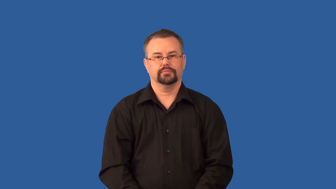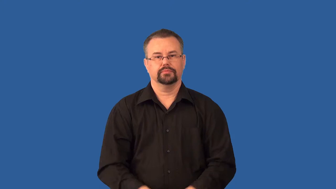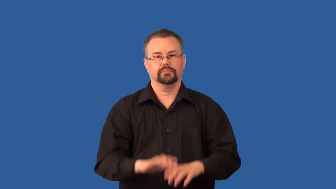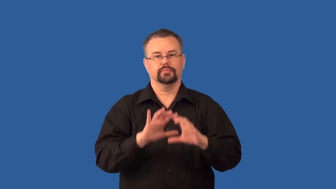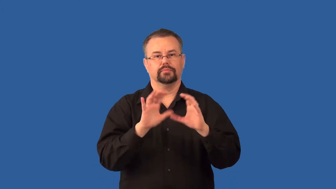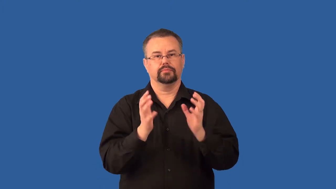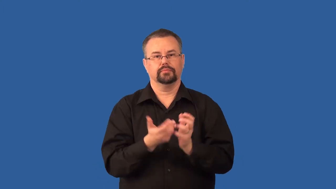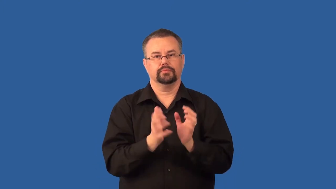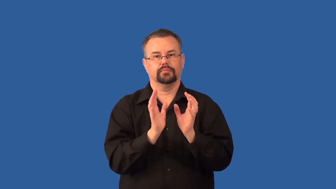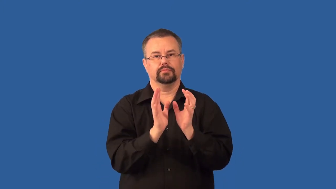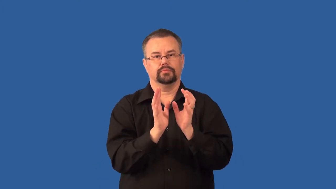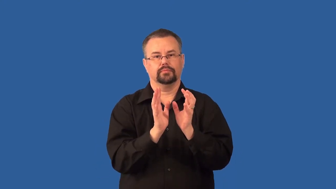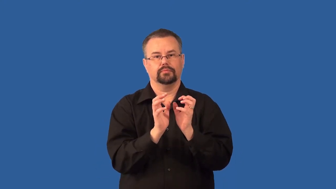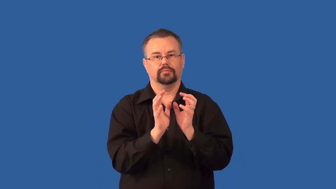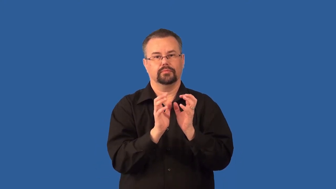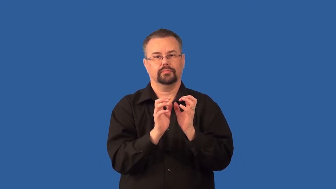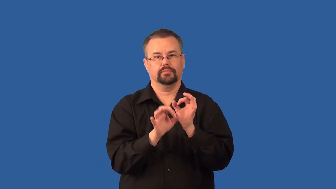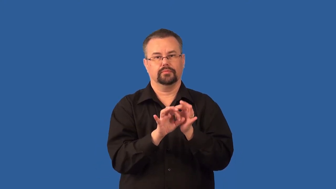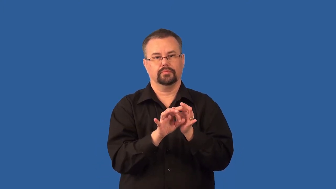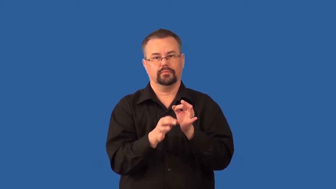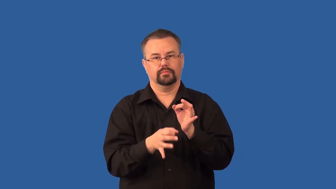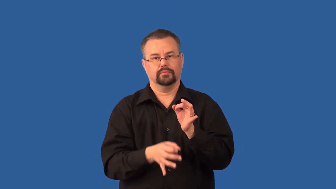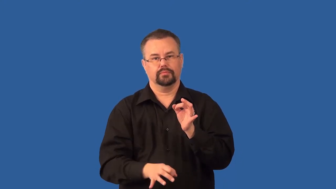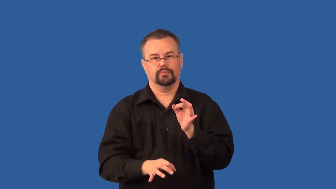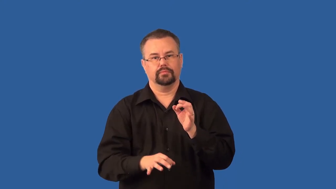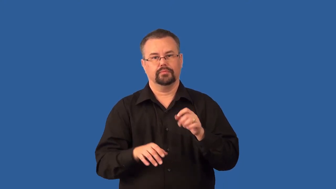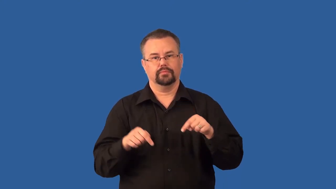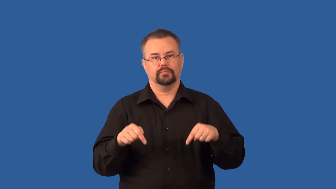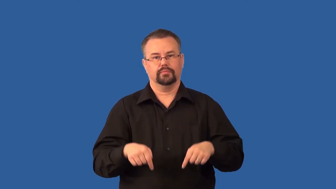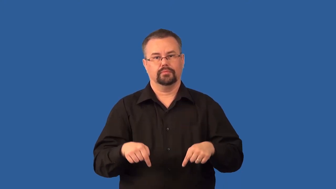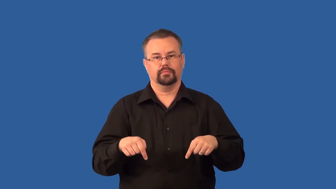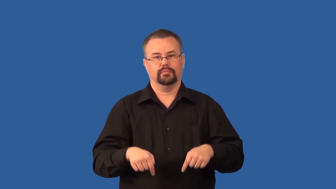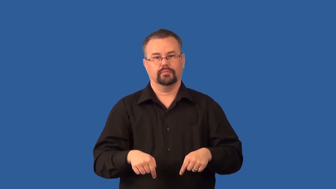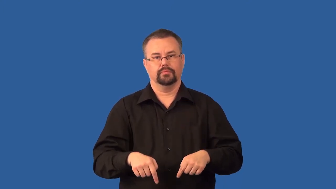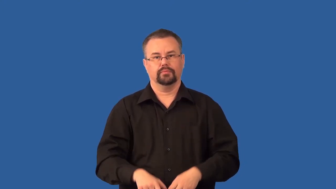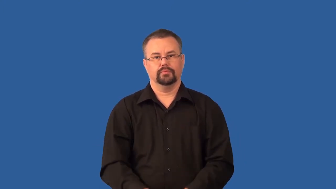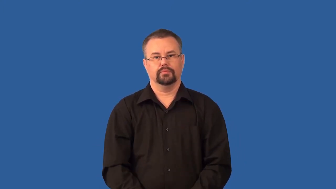urethra